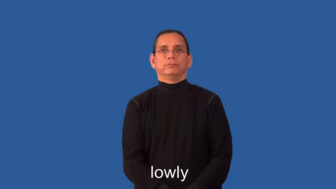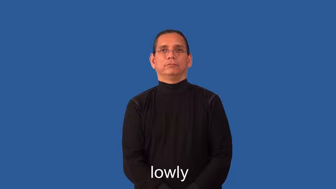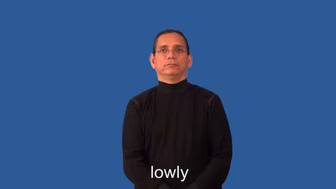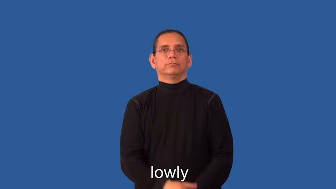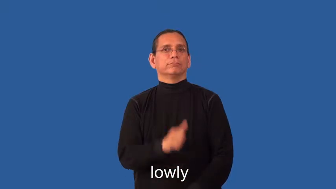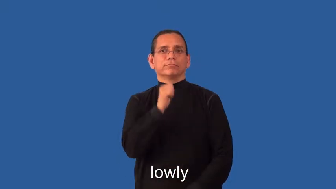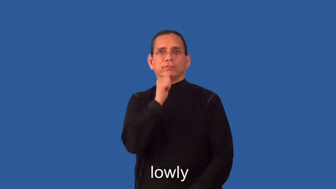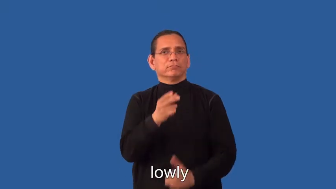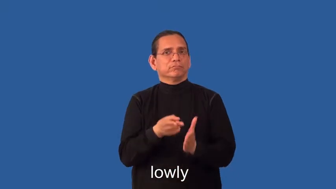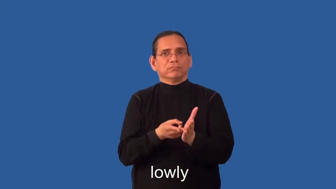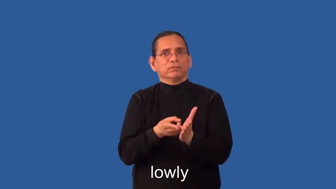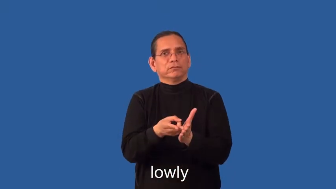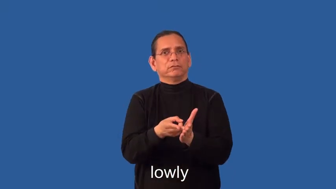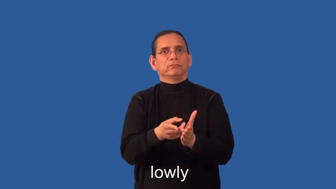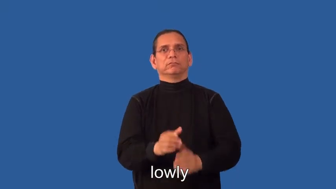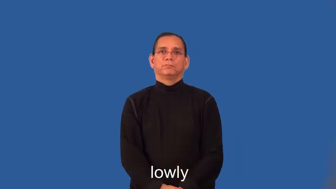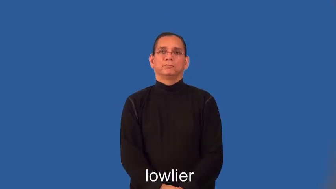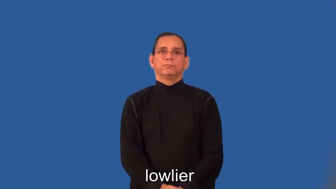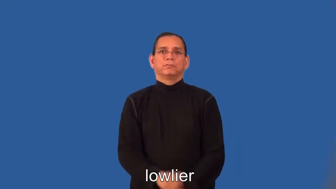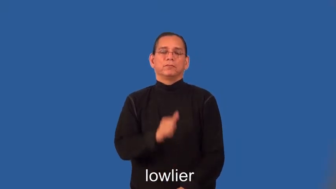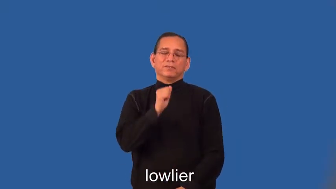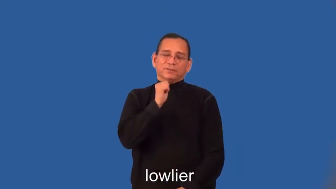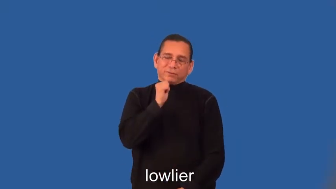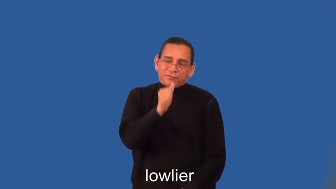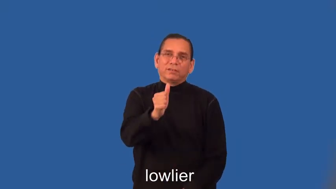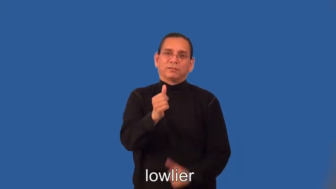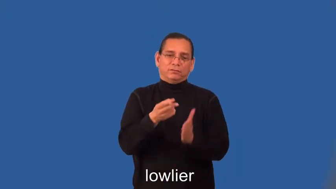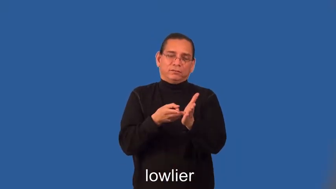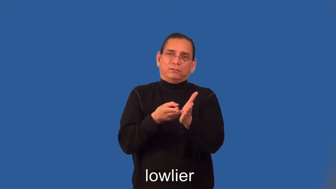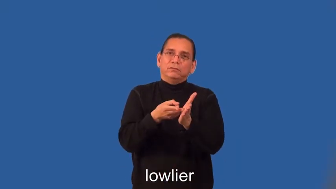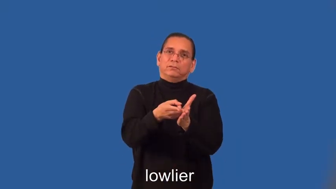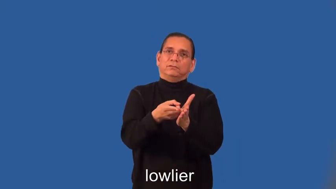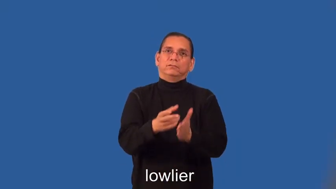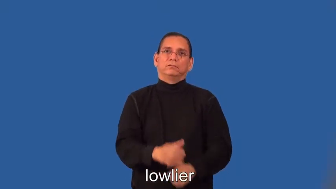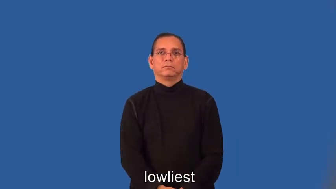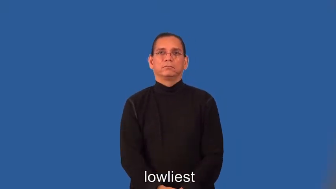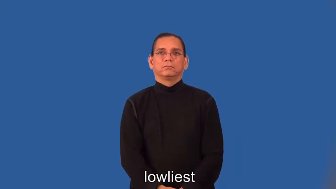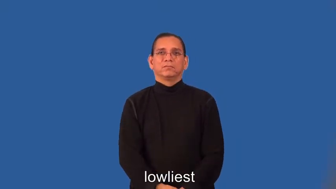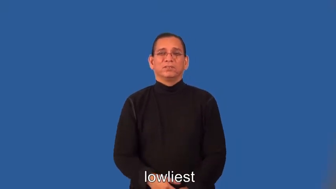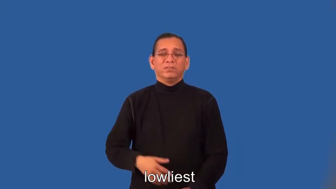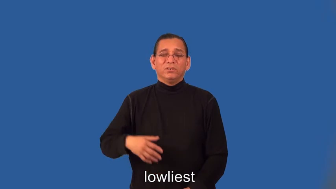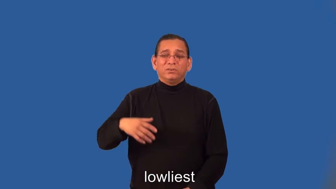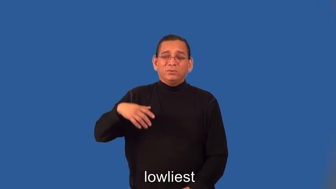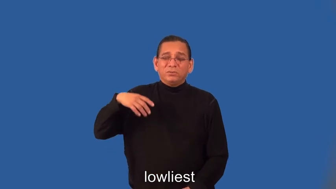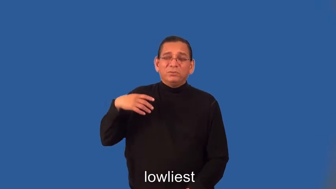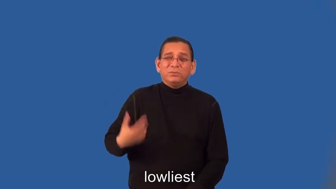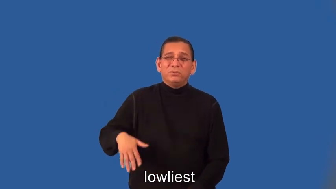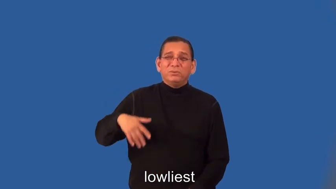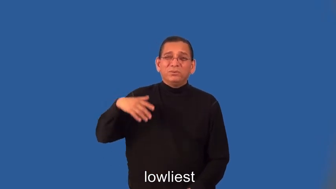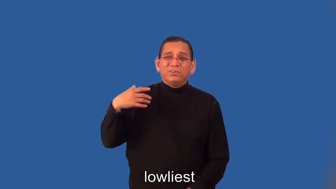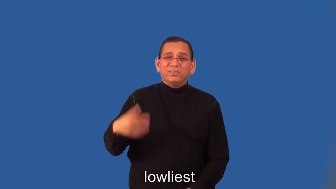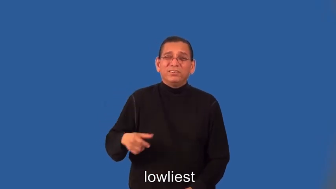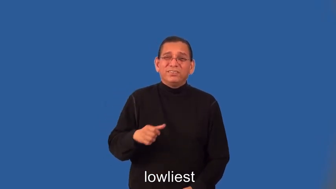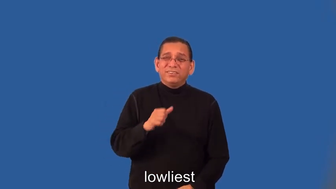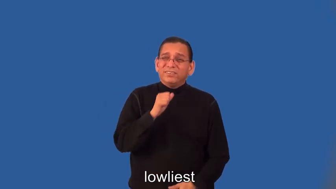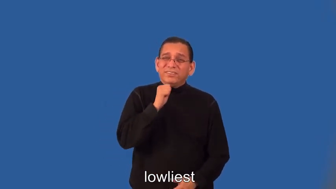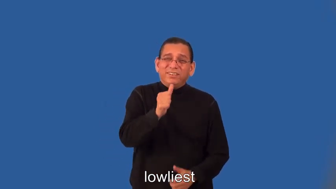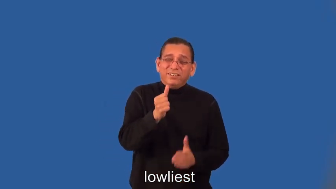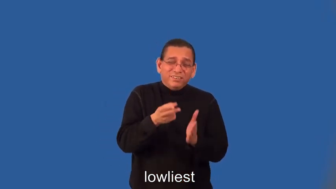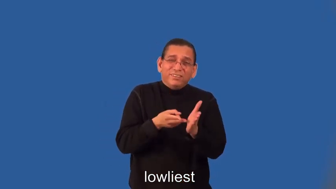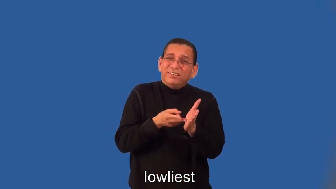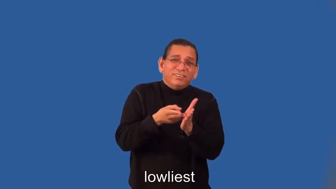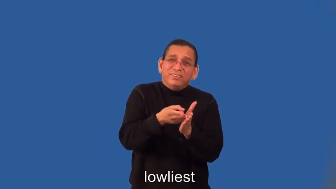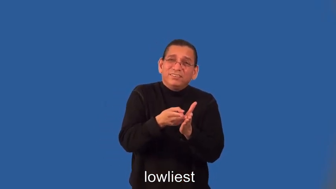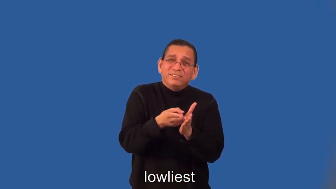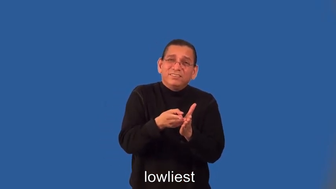lowlier,lowliest